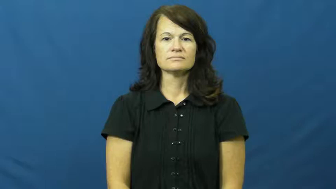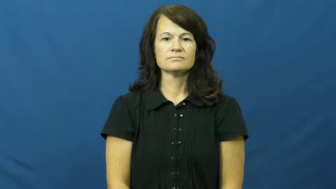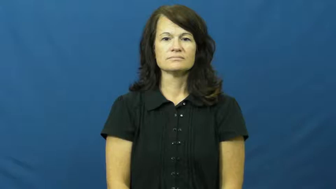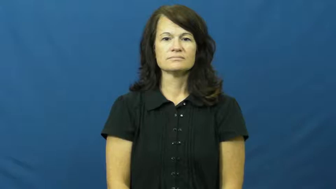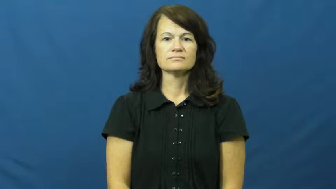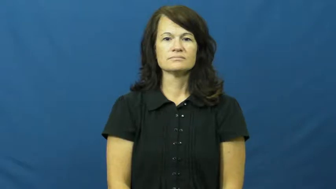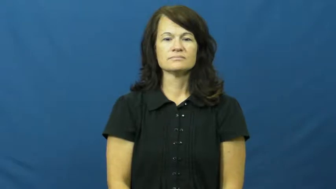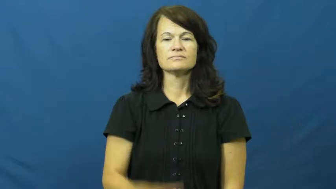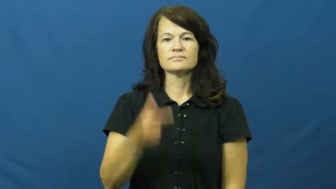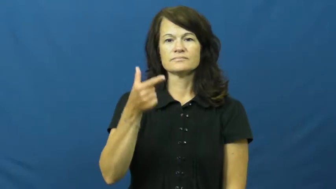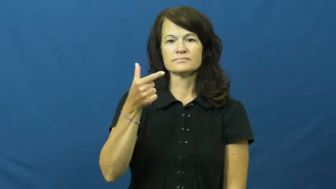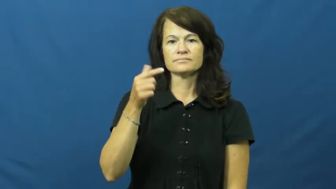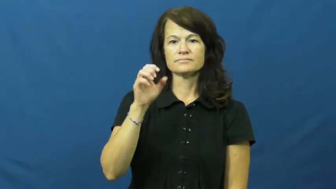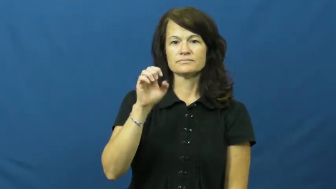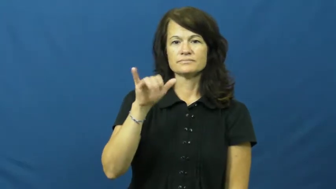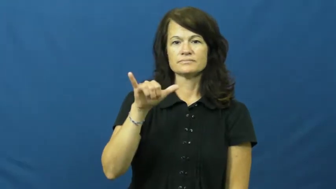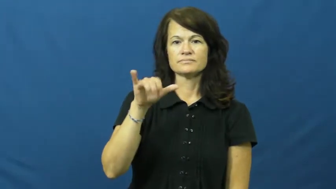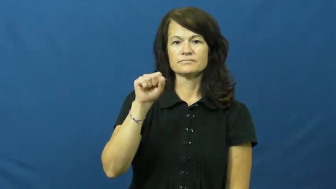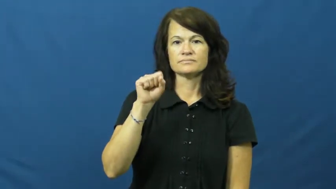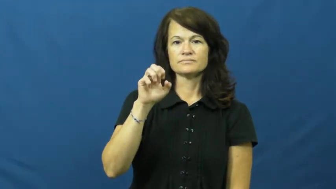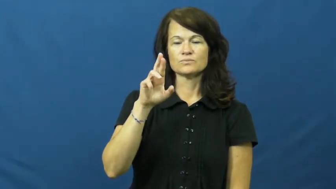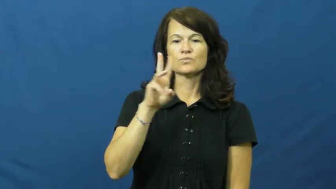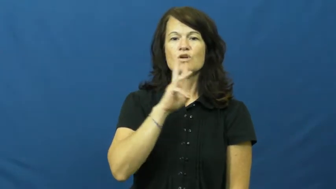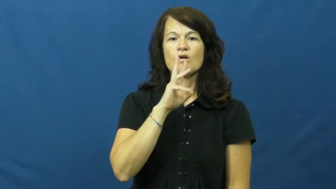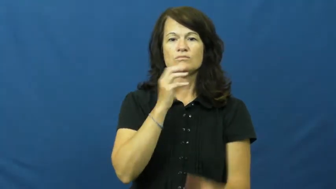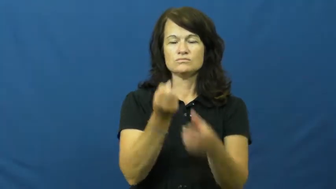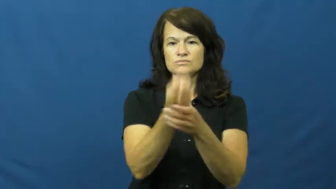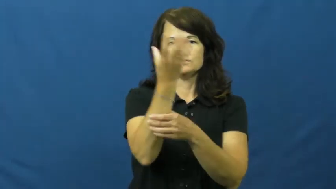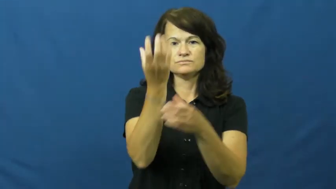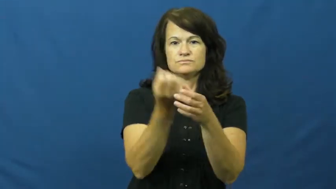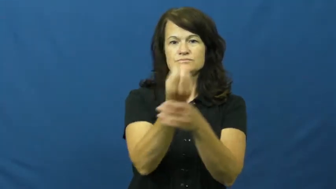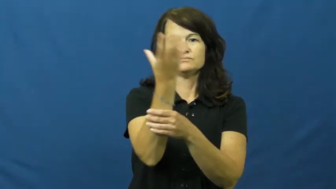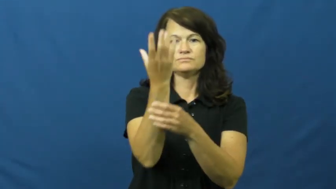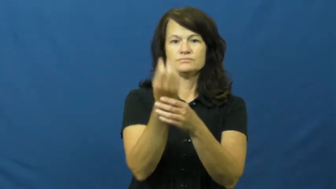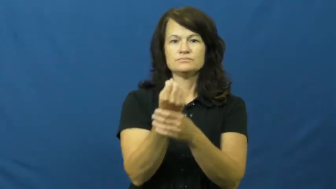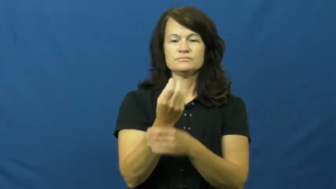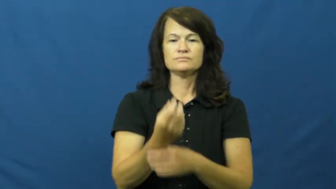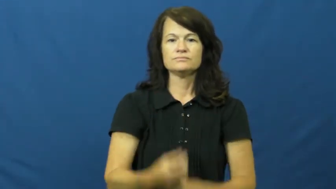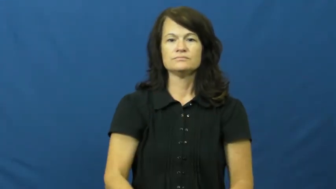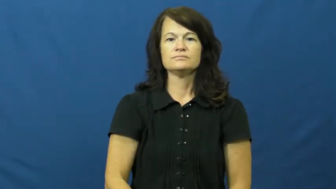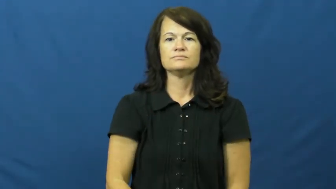geyser